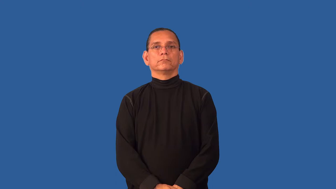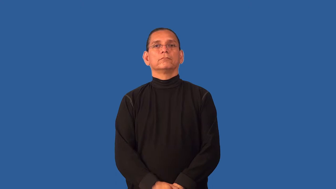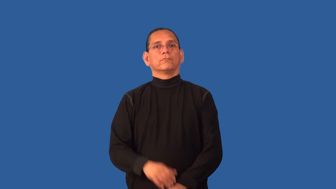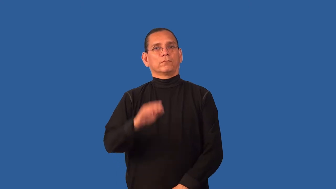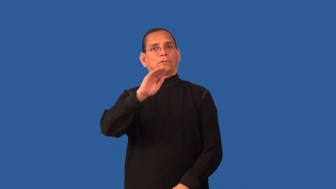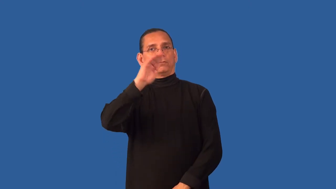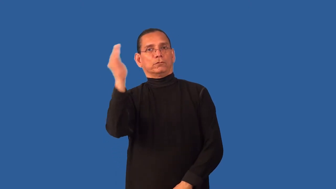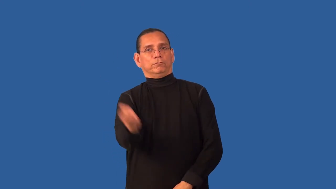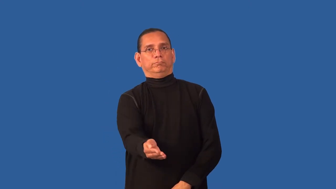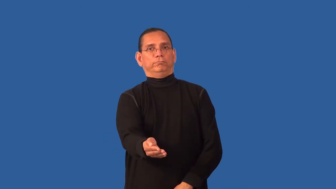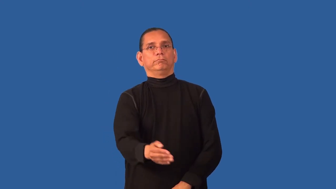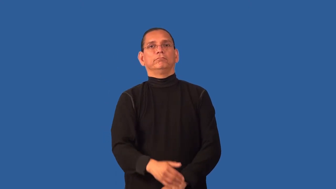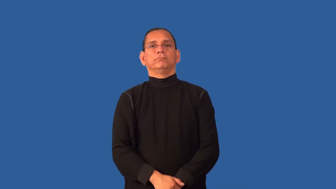curvature